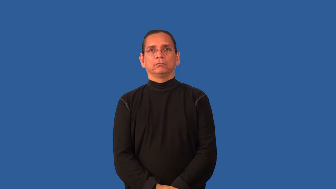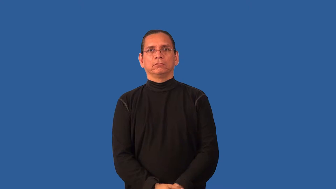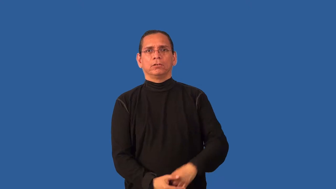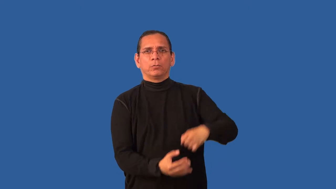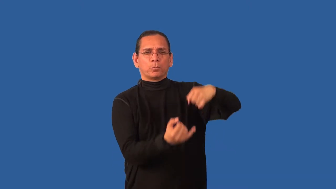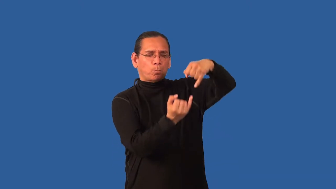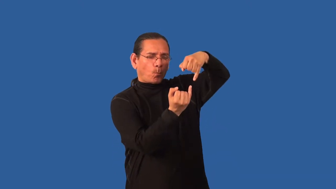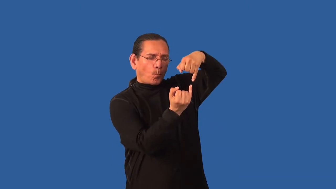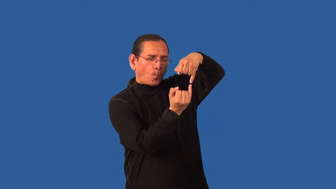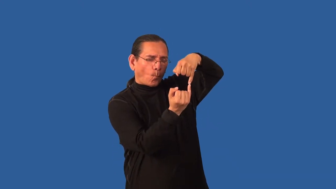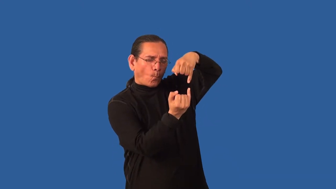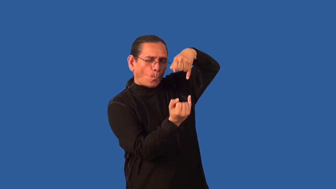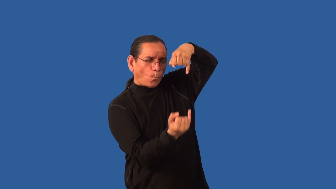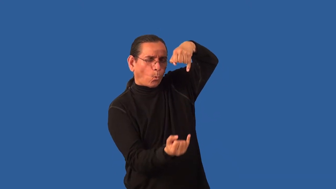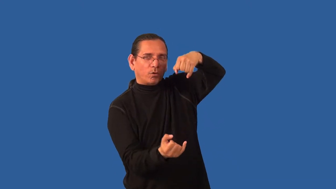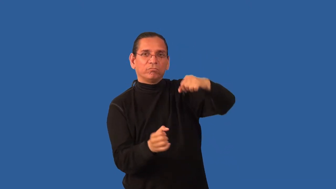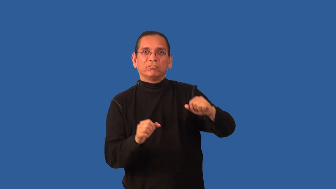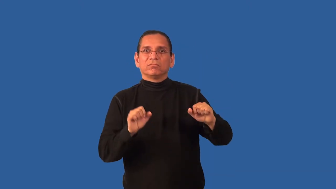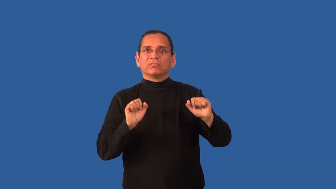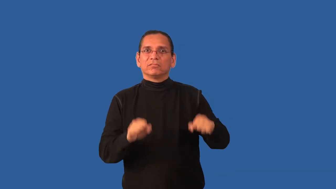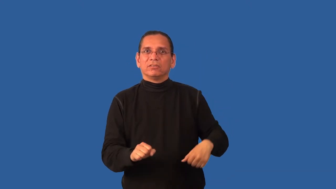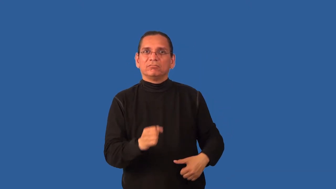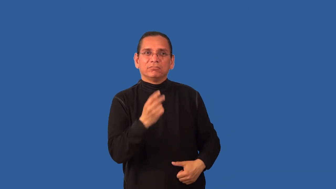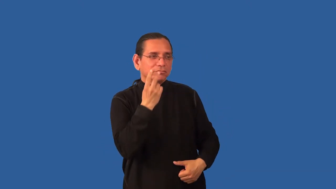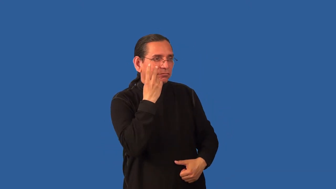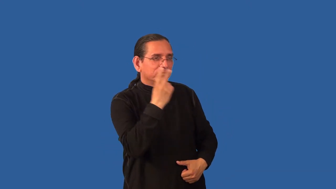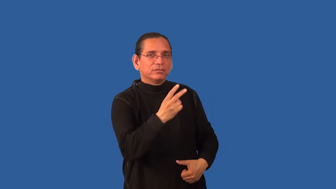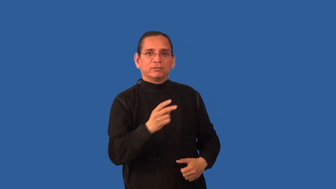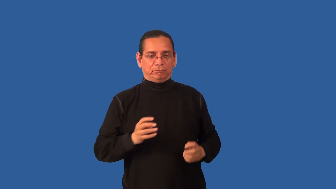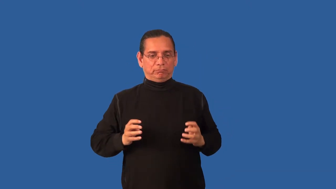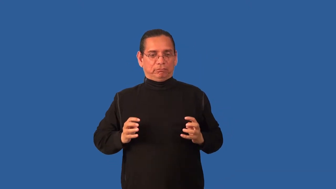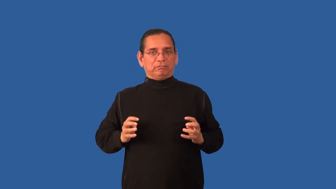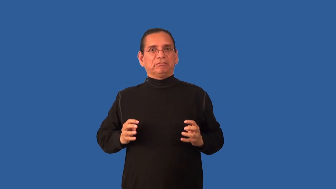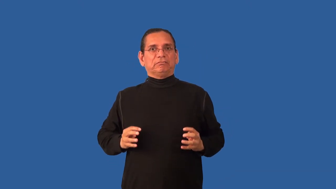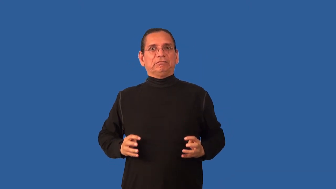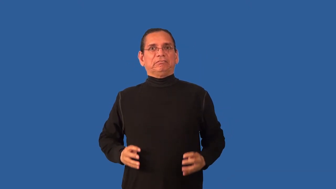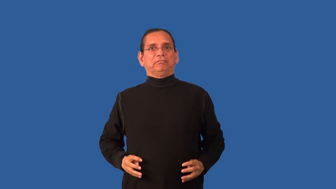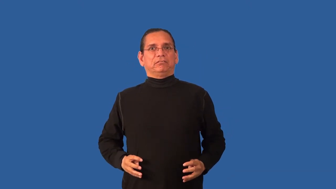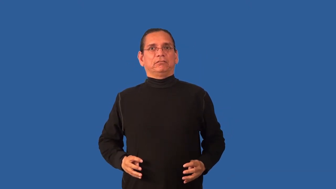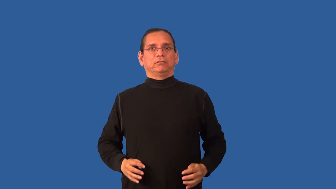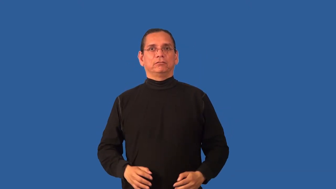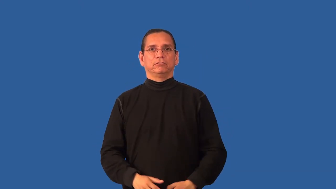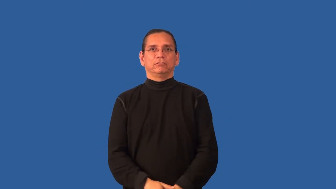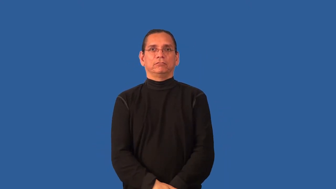boney,scraggy-thin